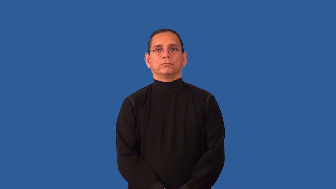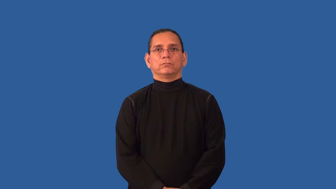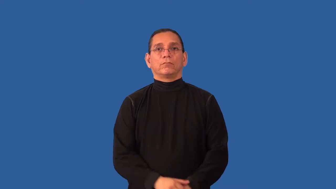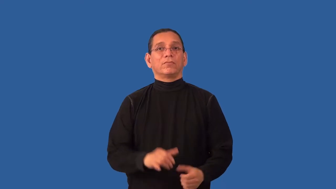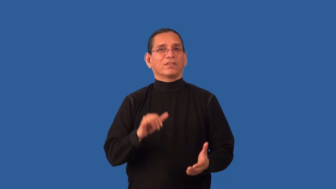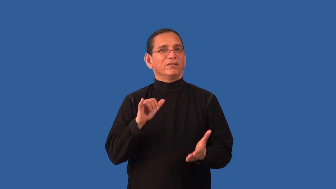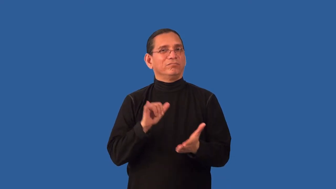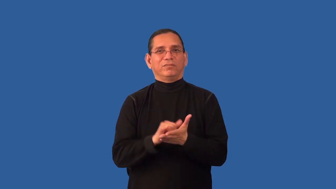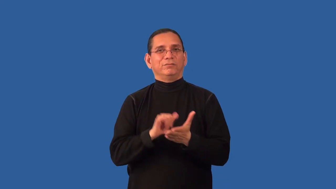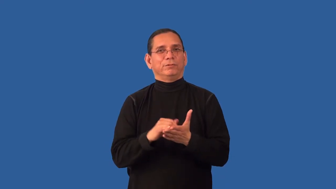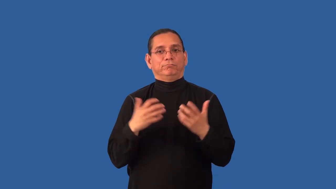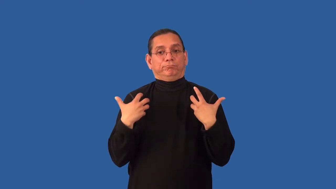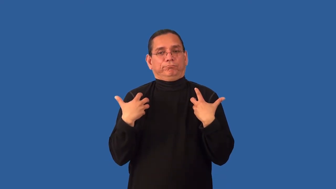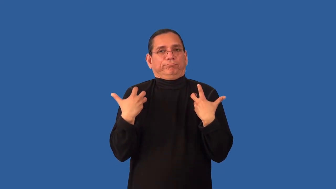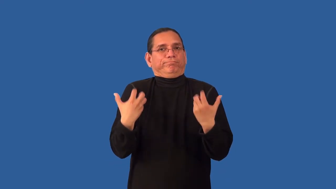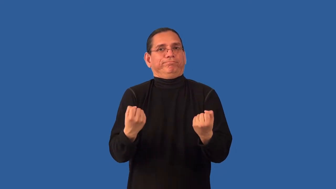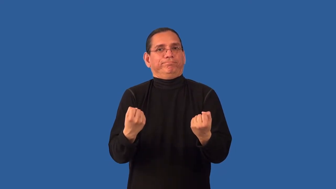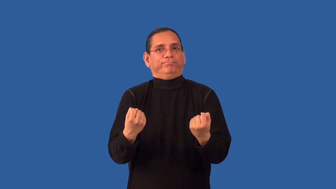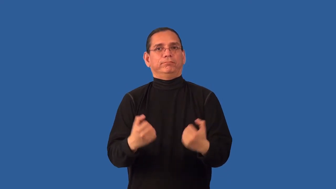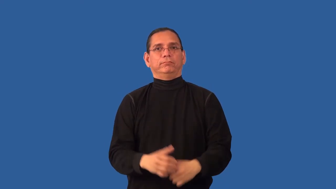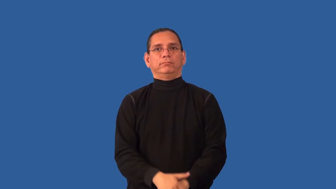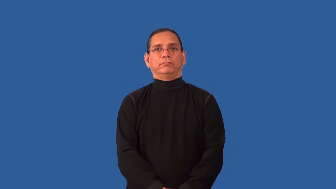irrecoverable-health